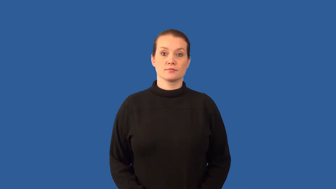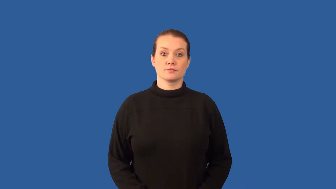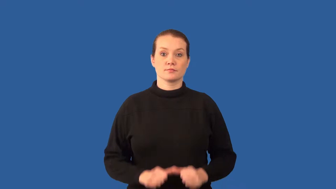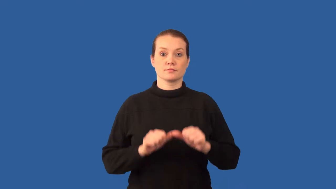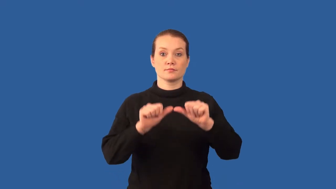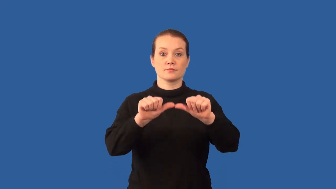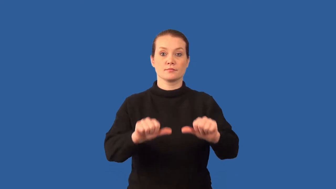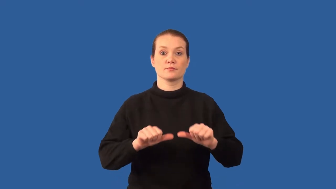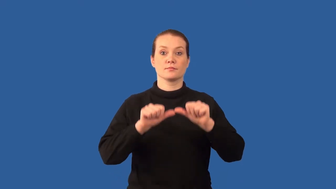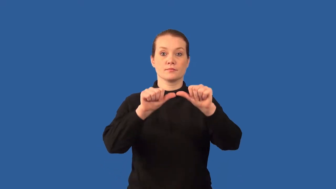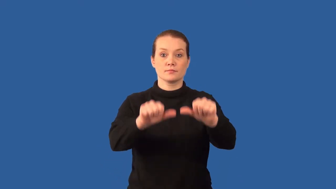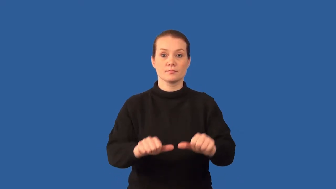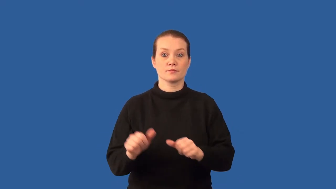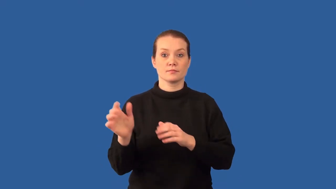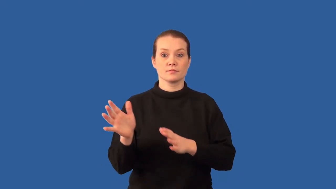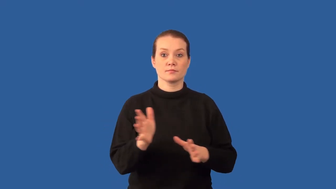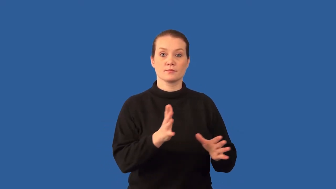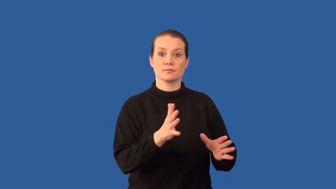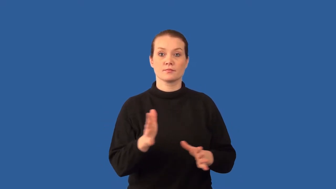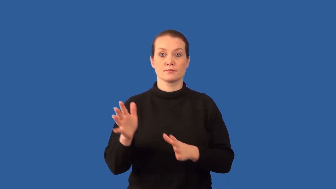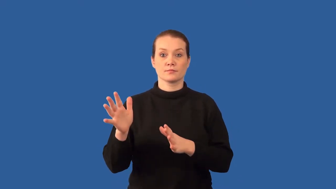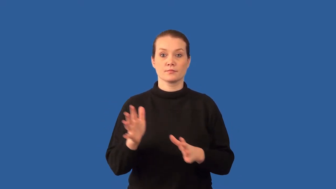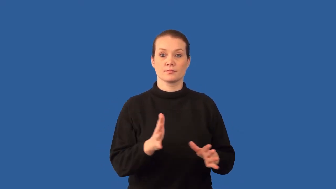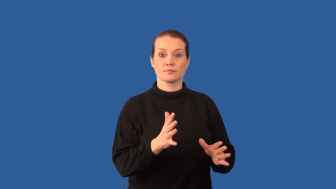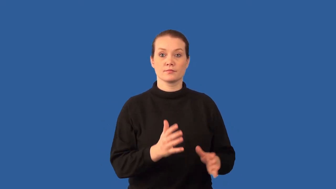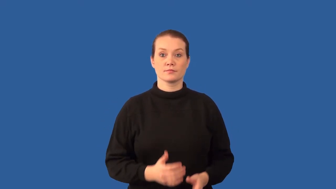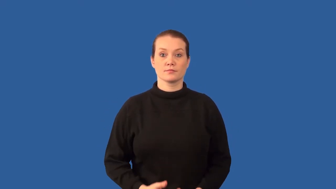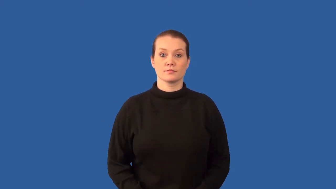prevailing-winds